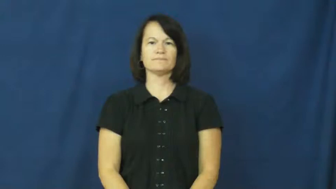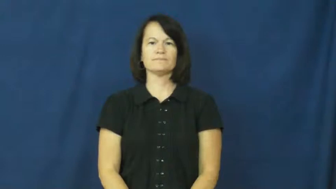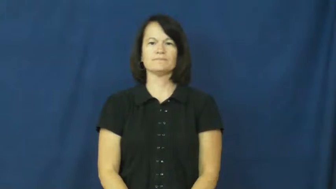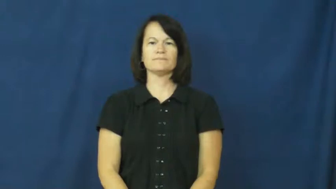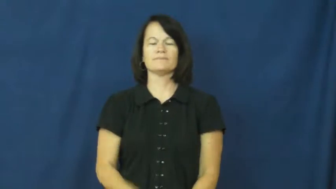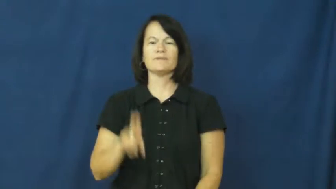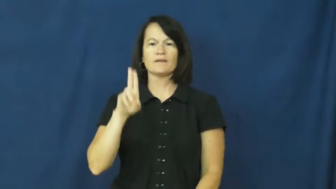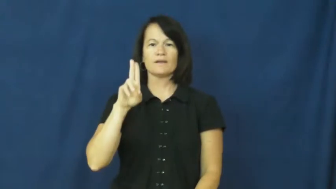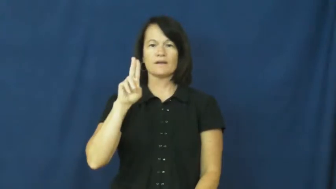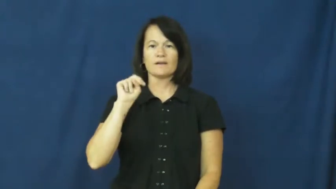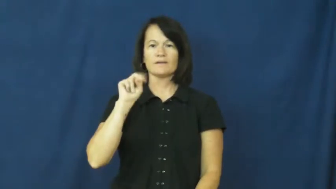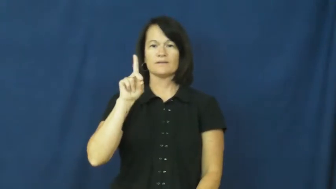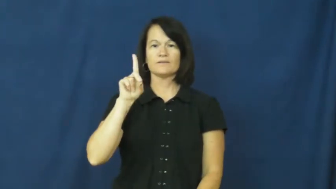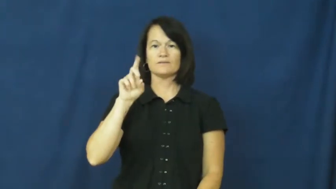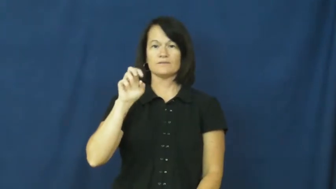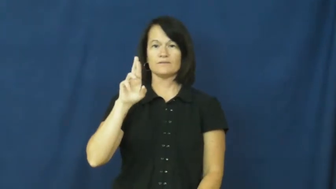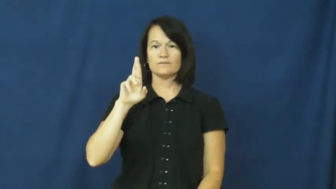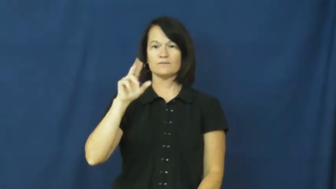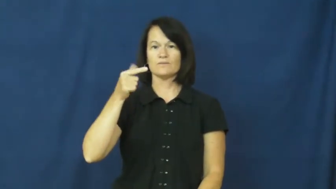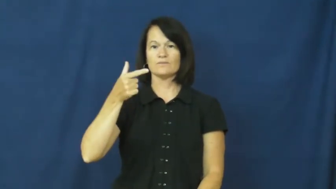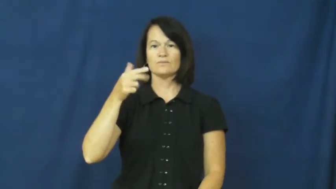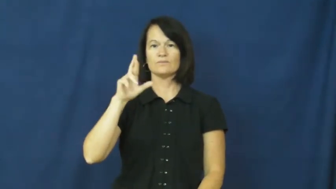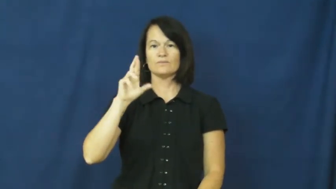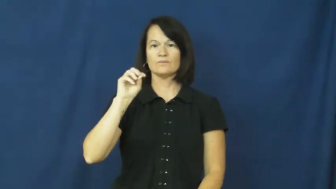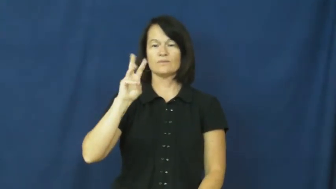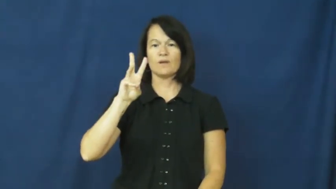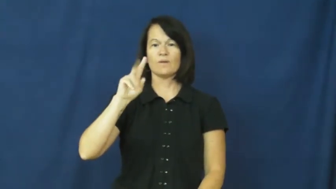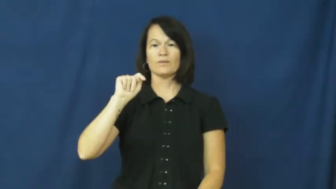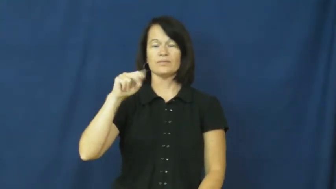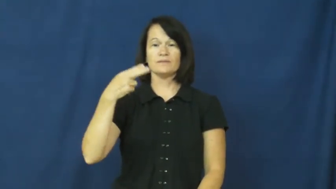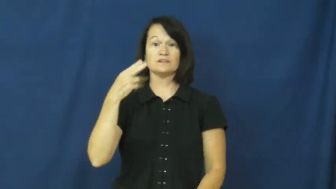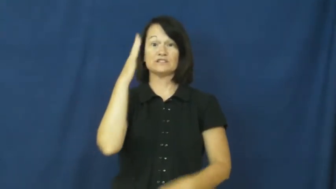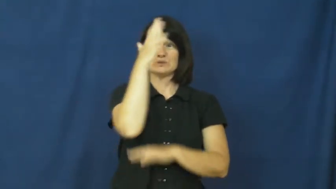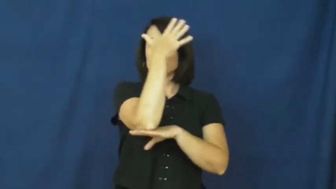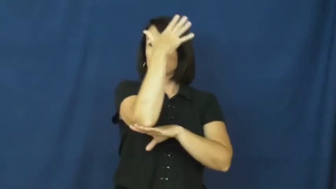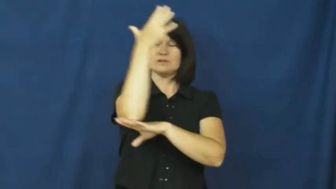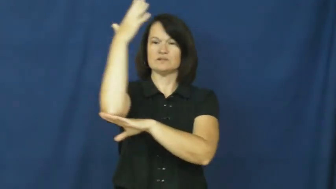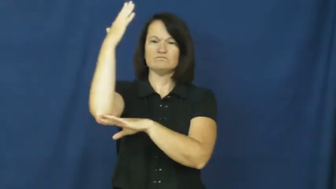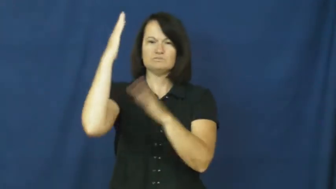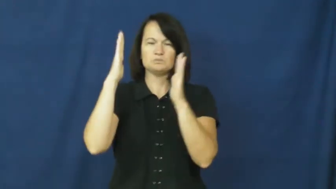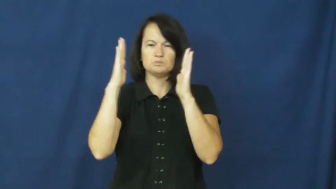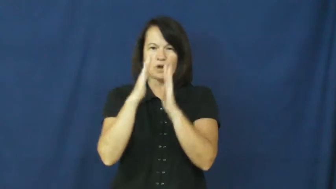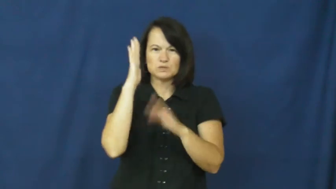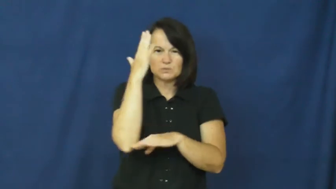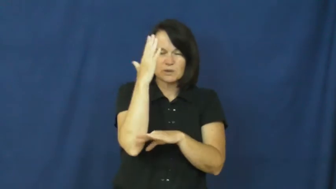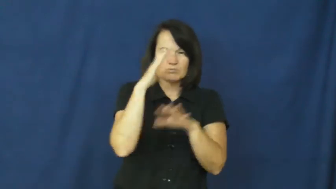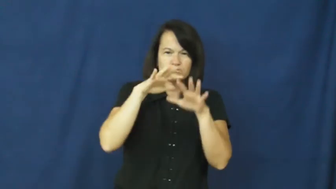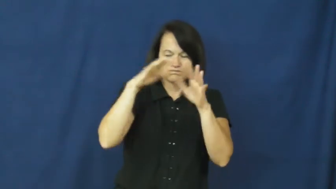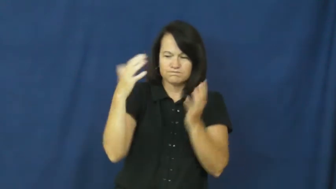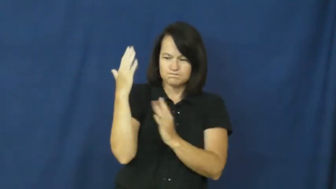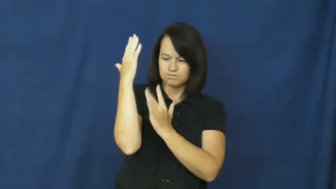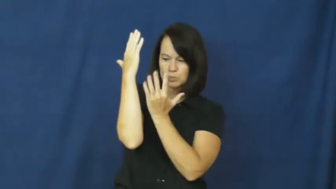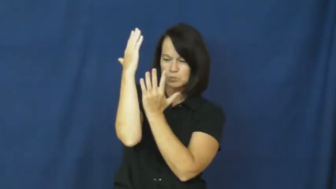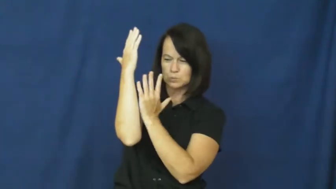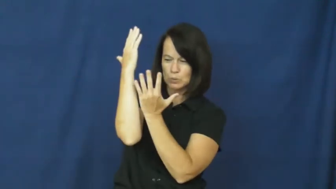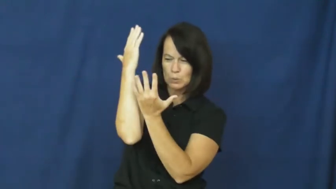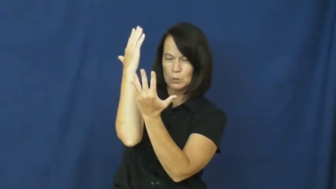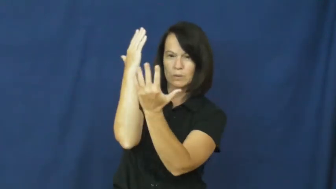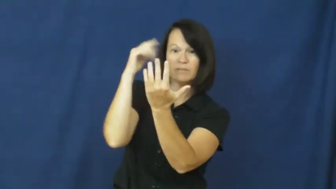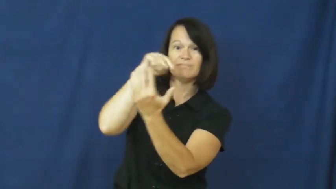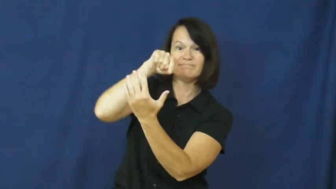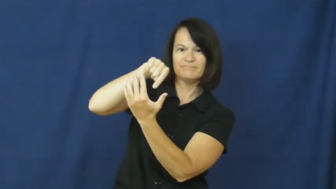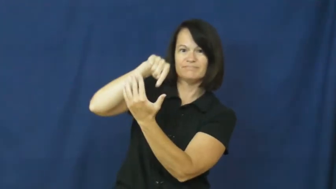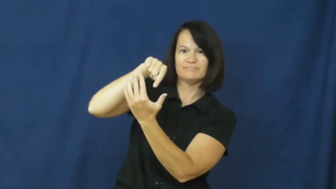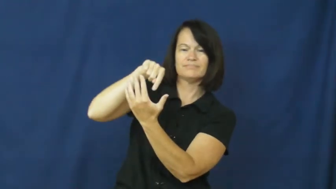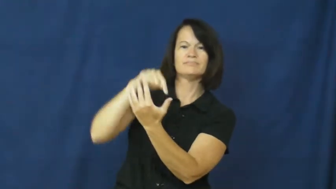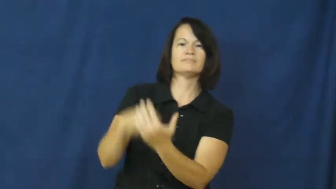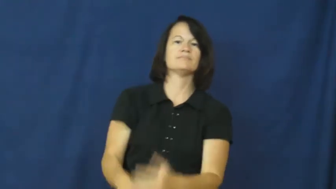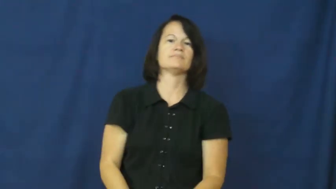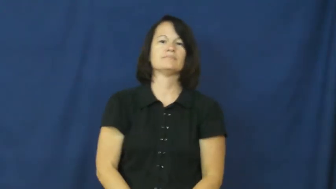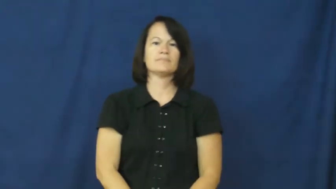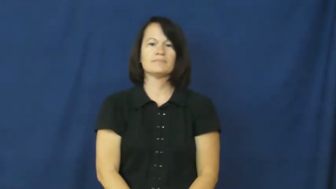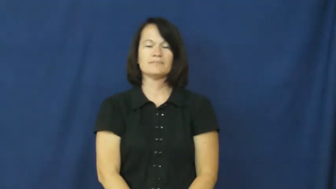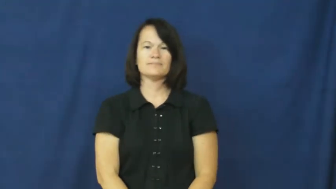undergrowth